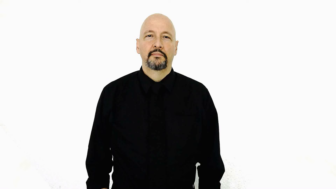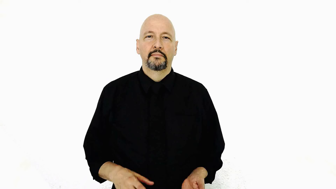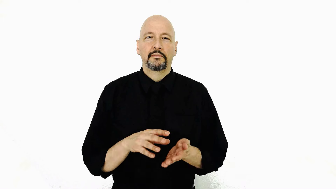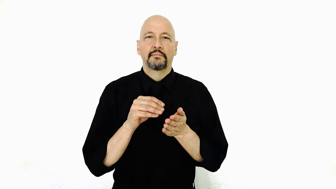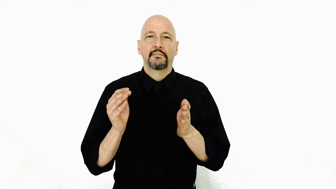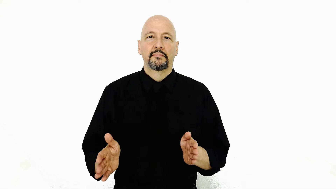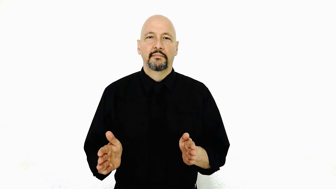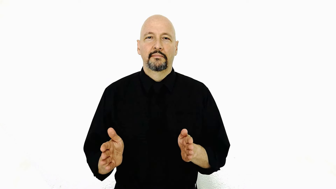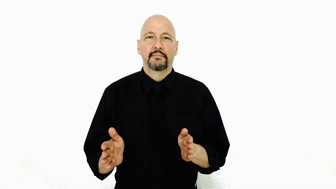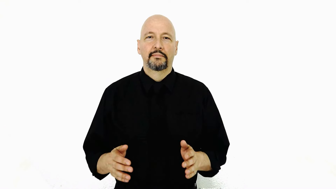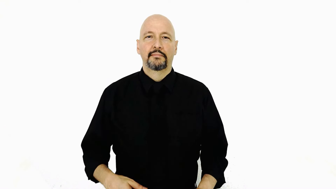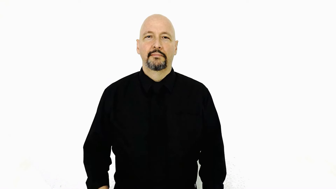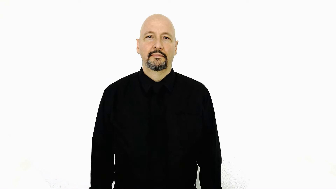STUDENT / learner [casual version]